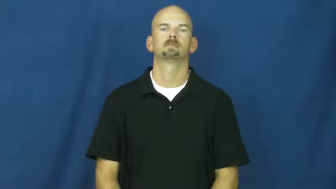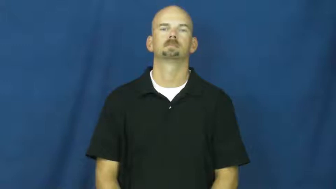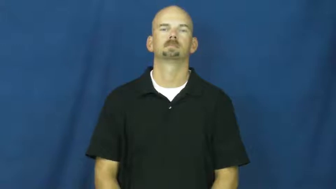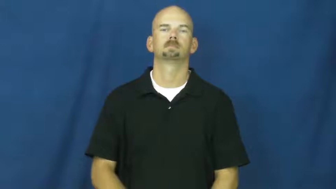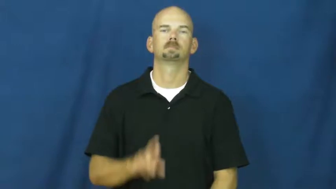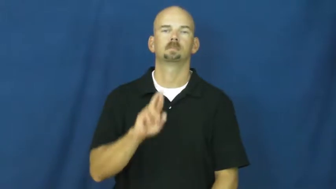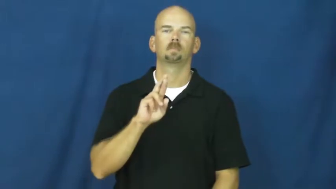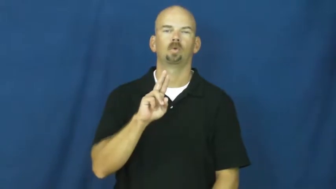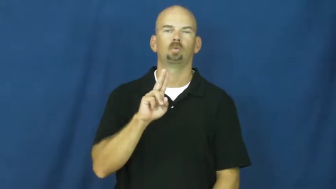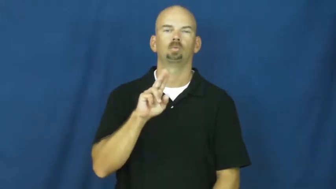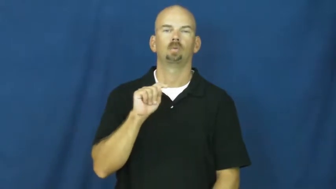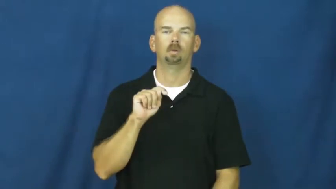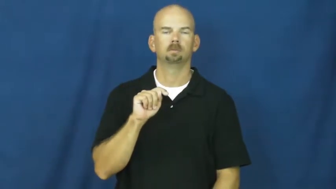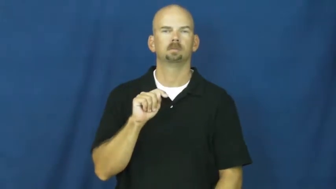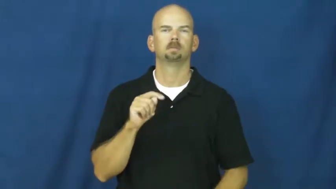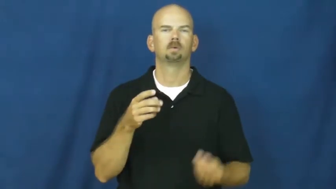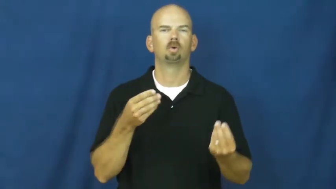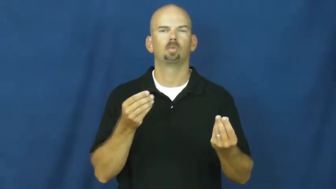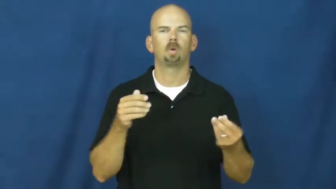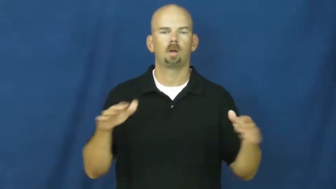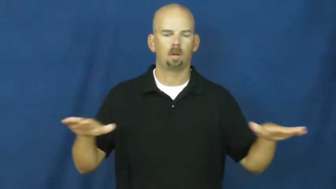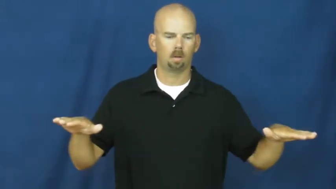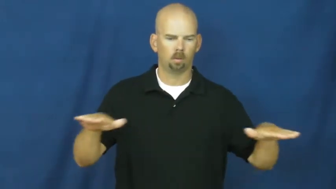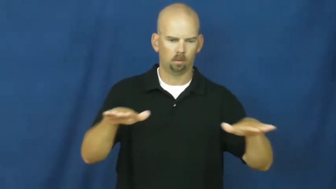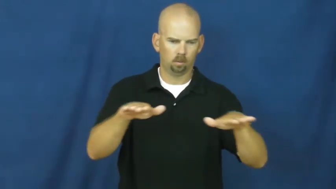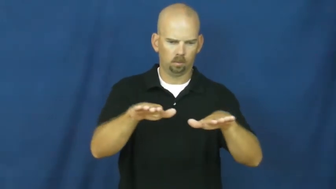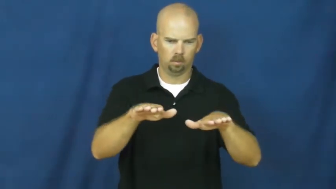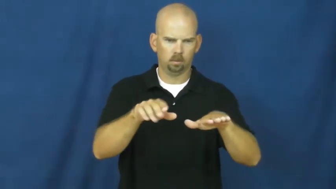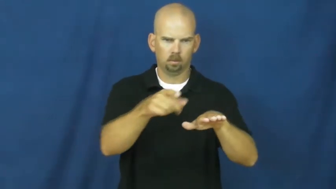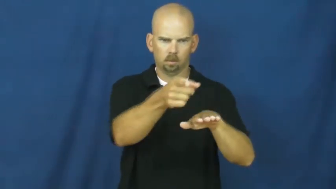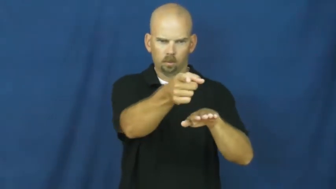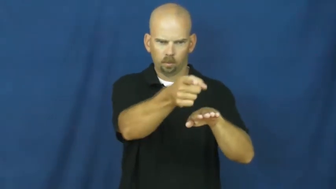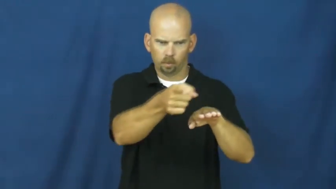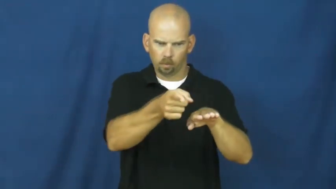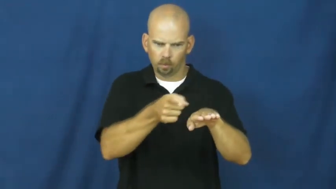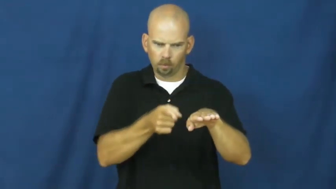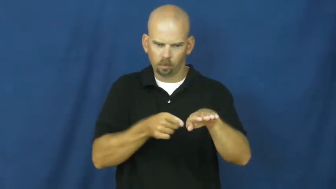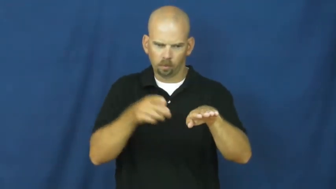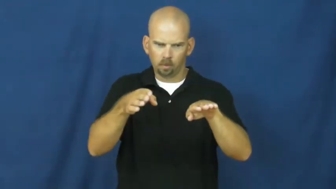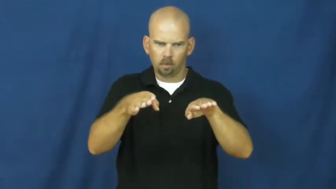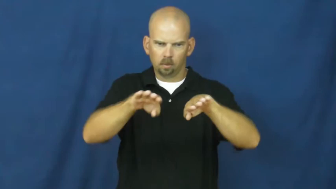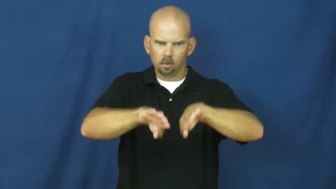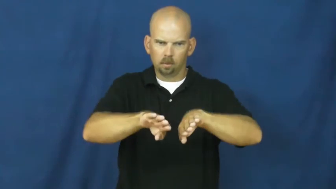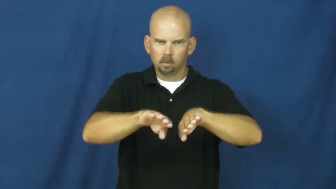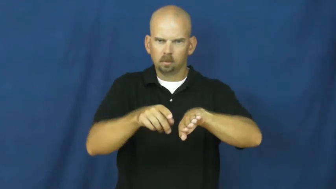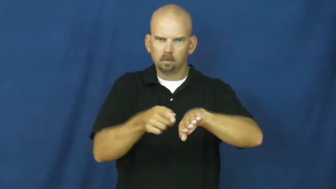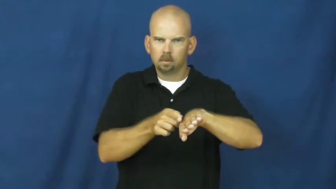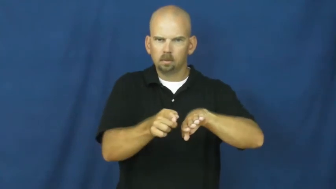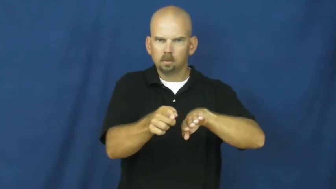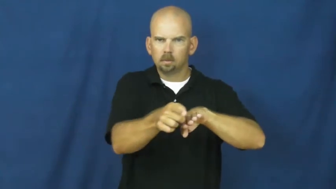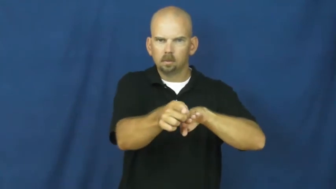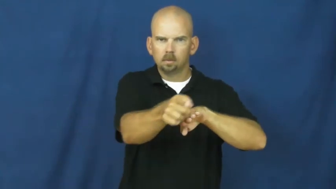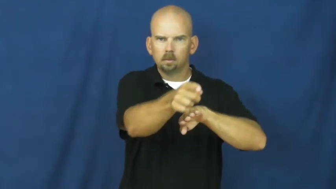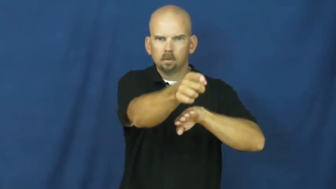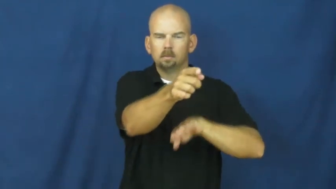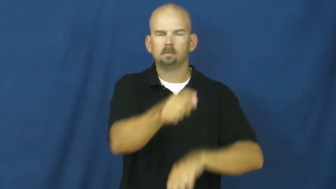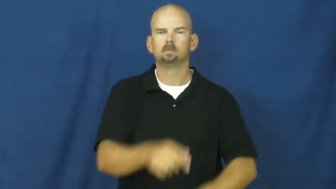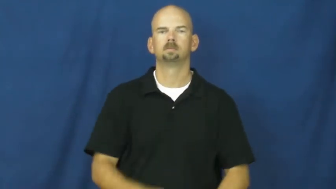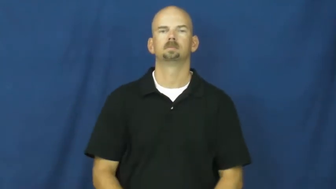rut-channel